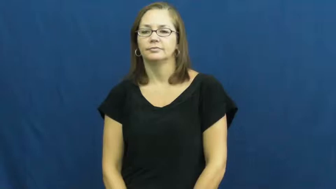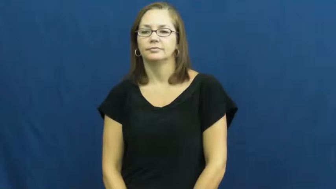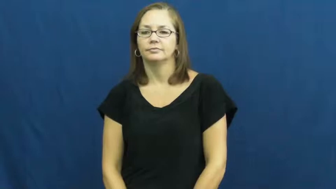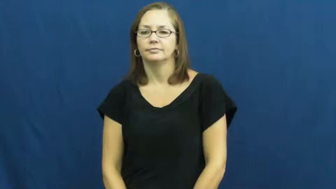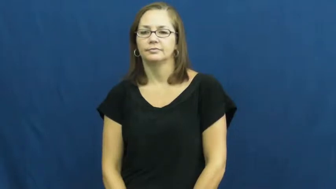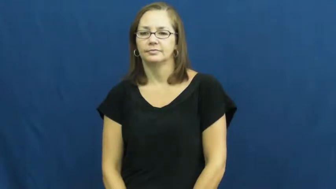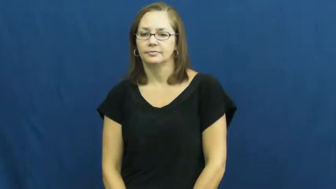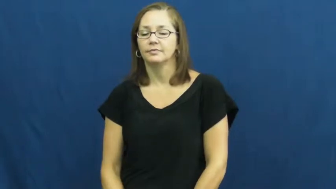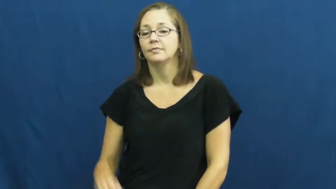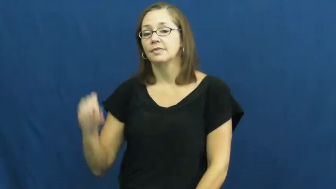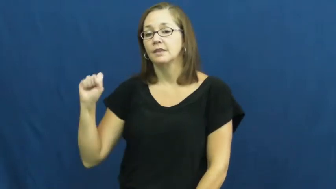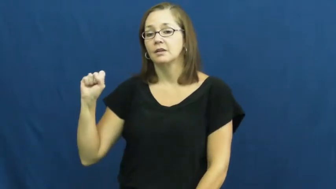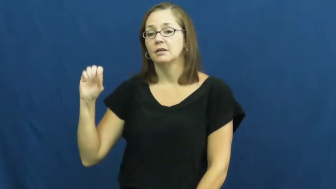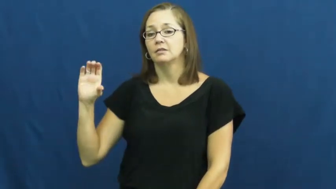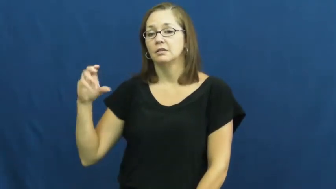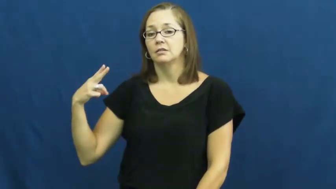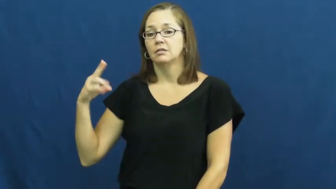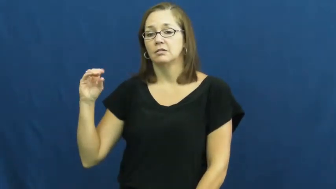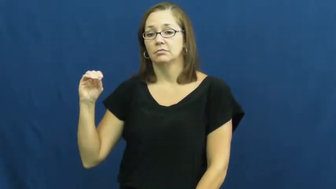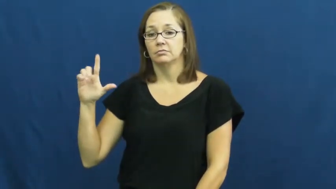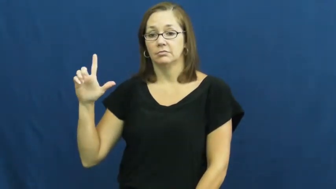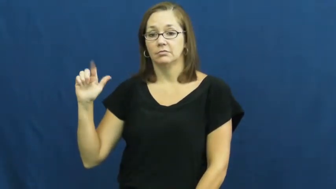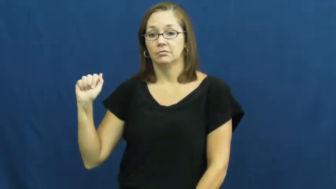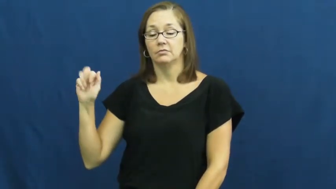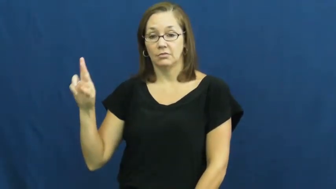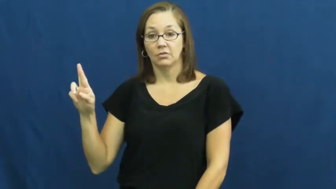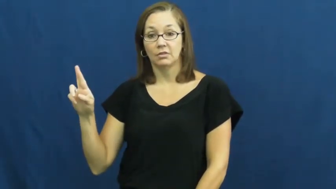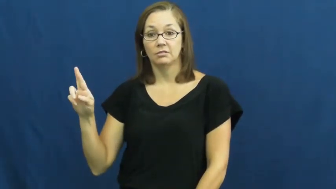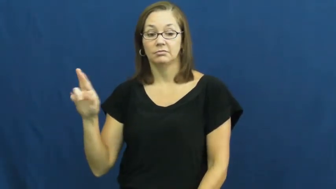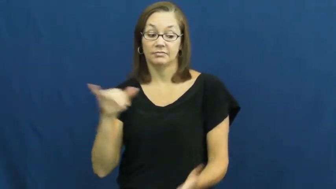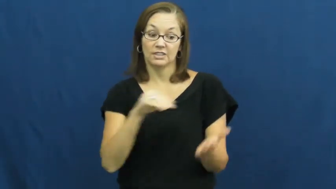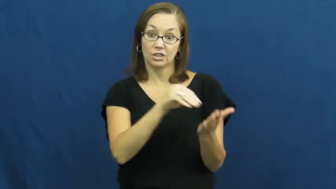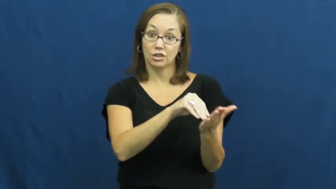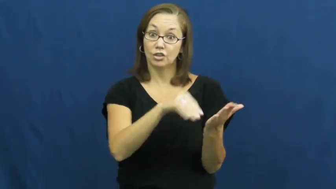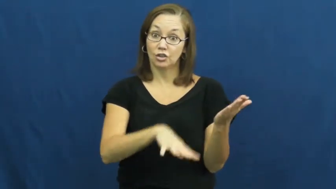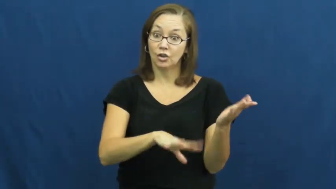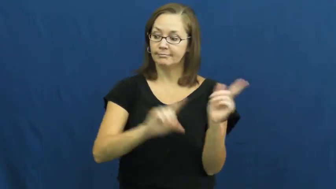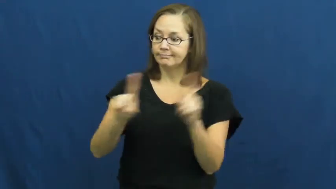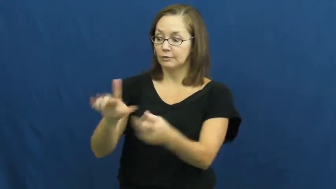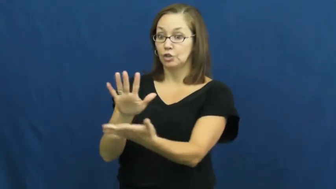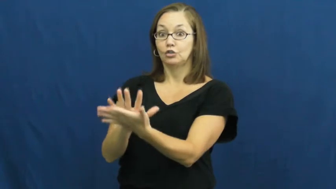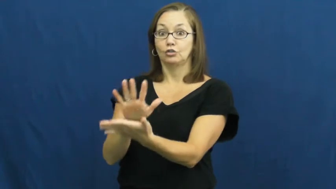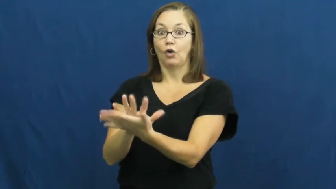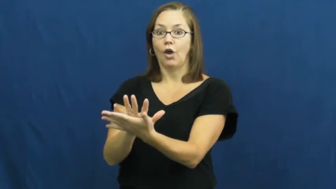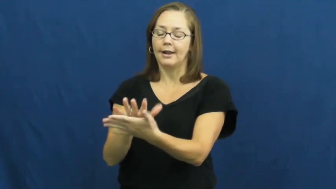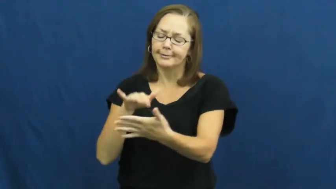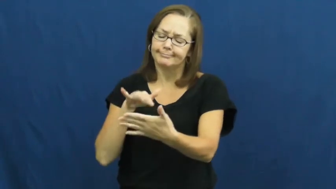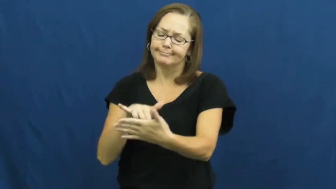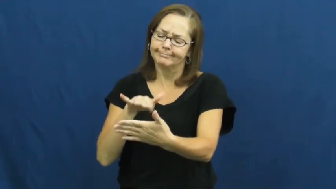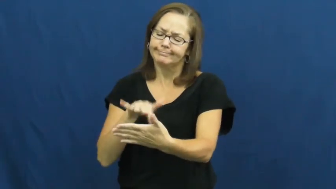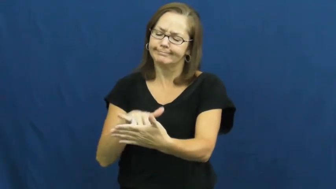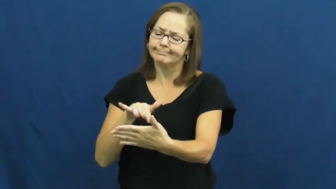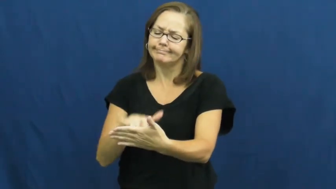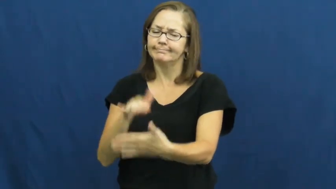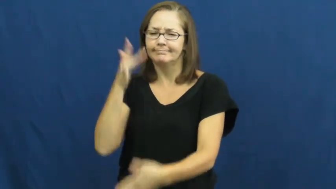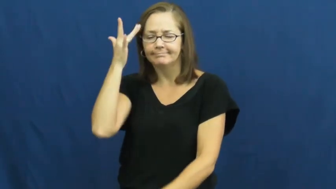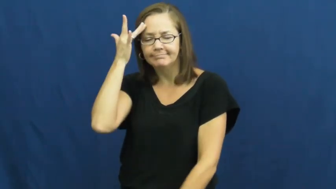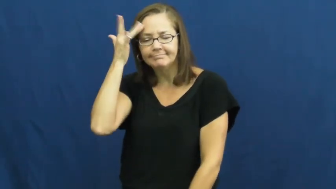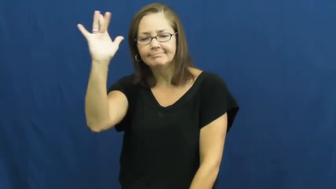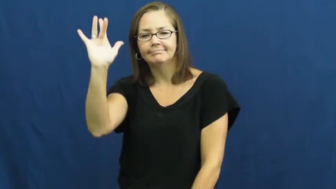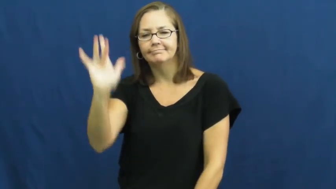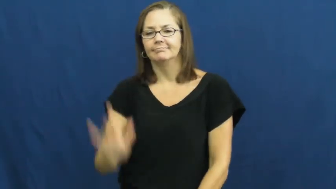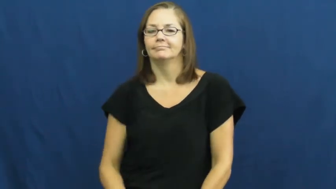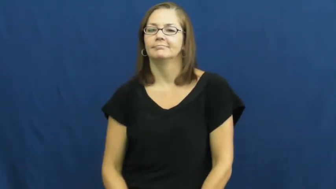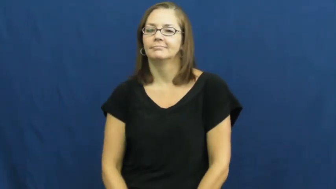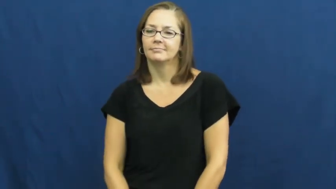scholar